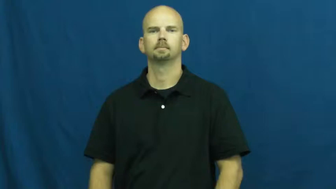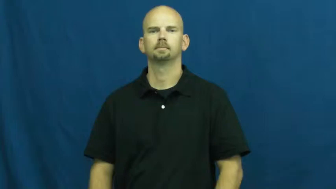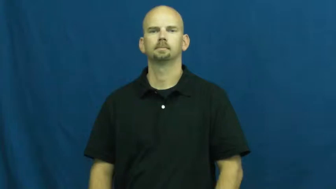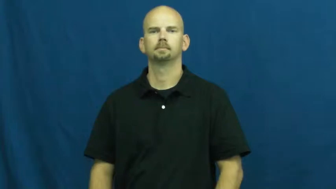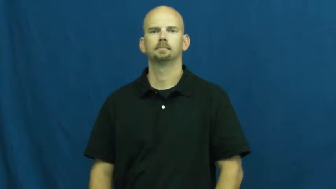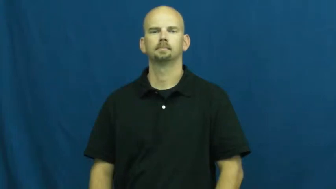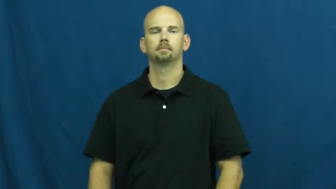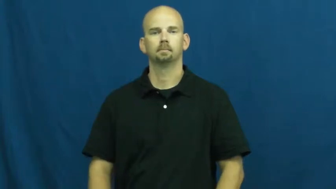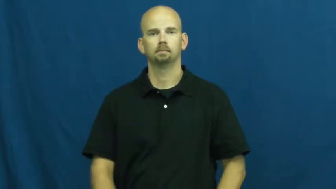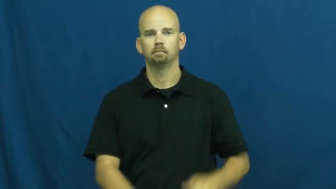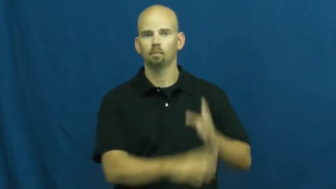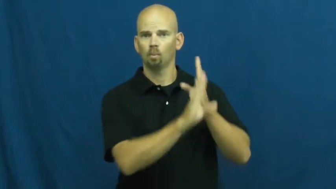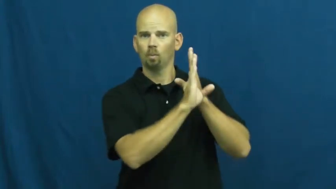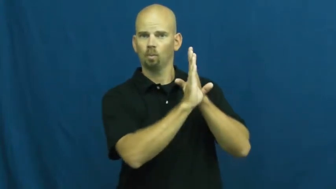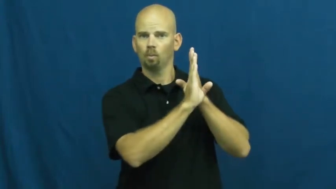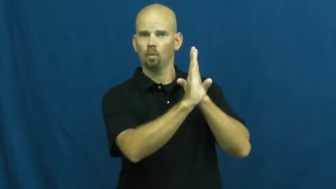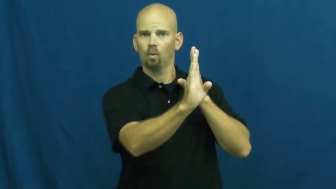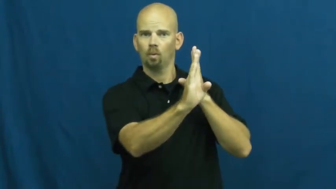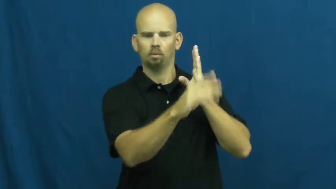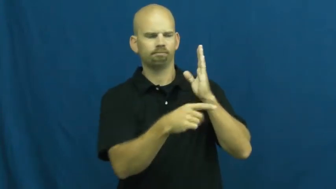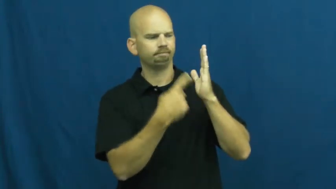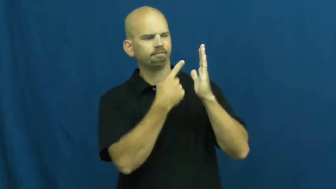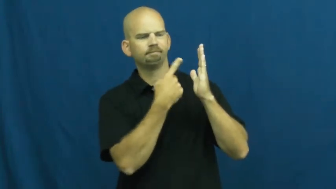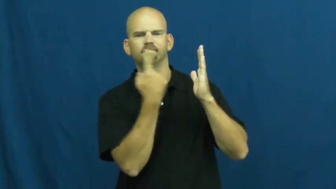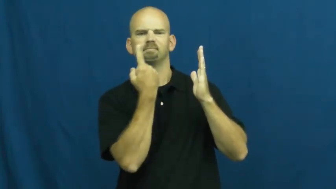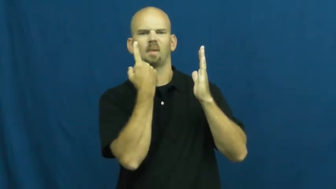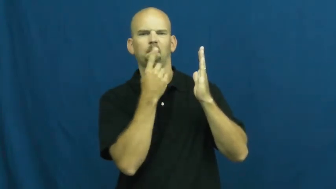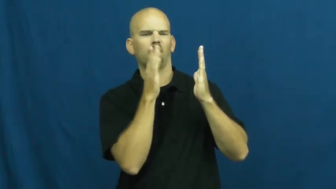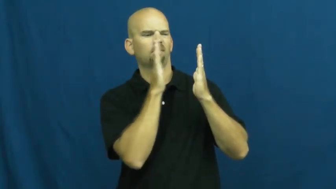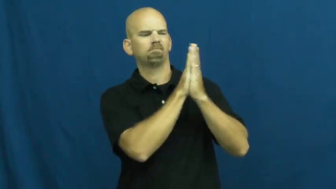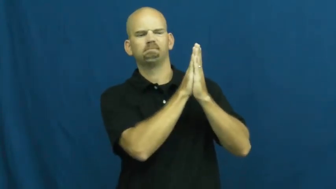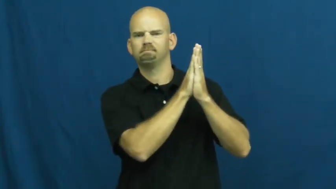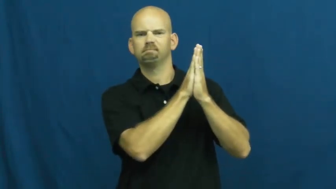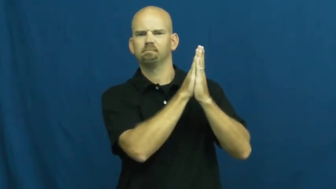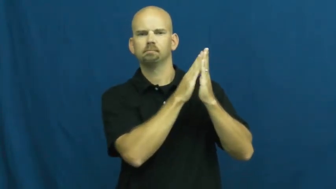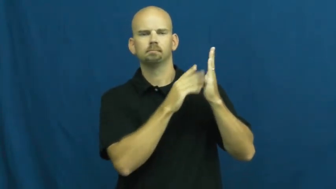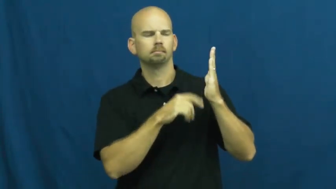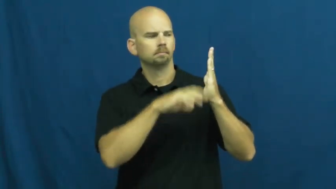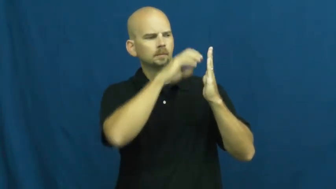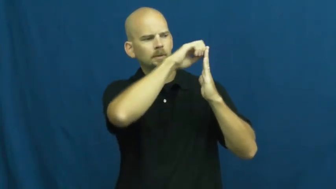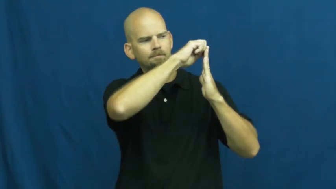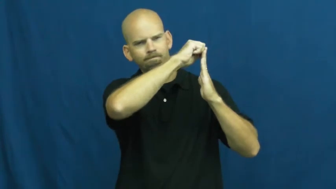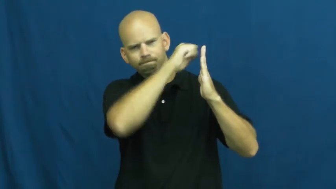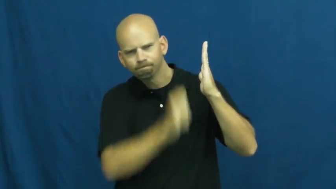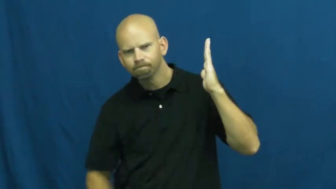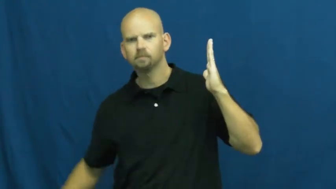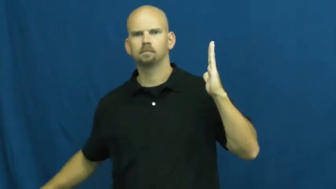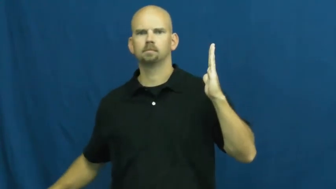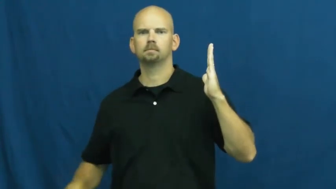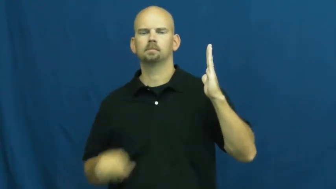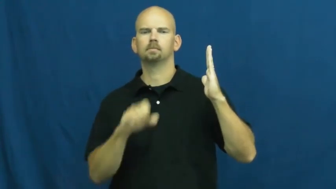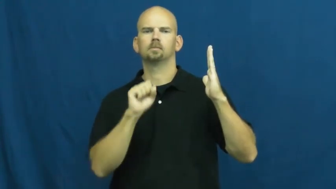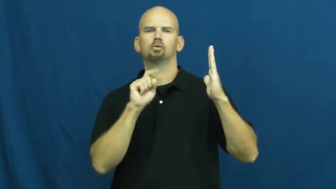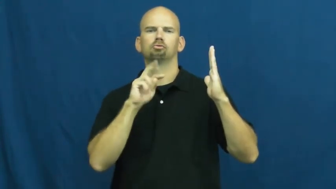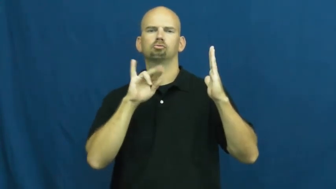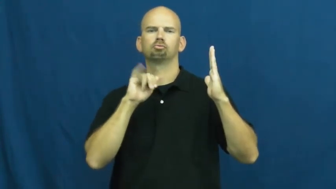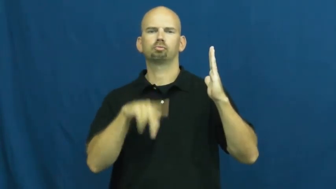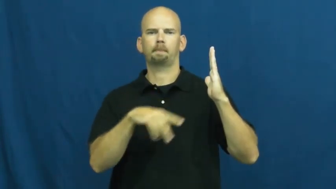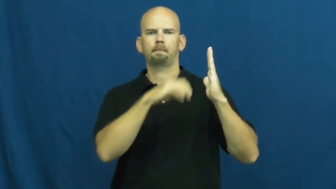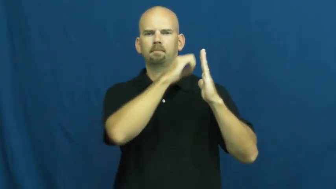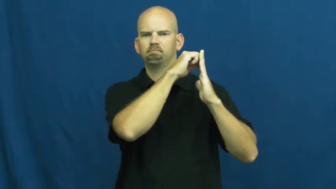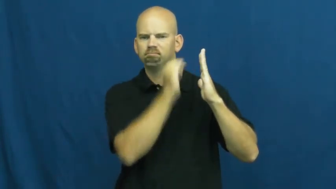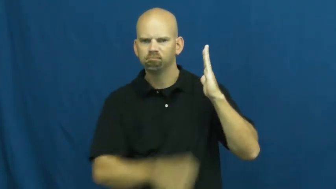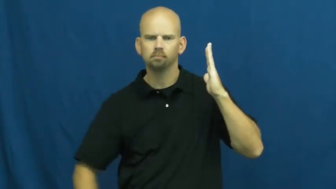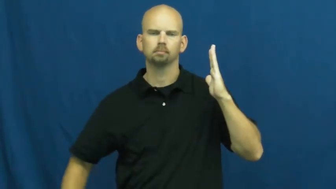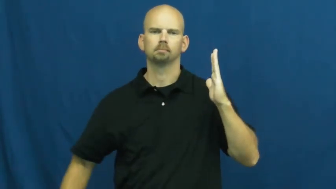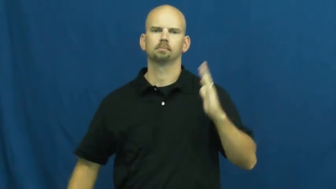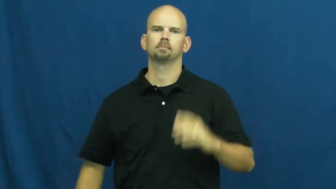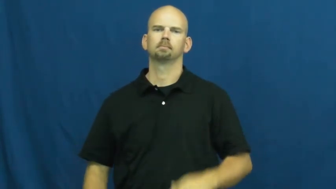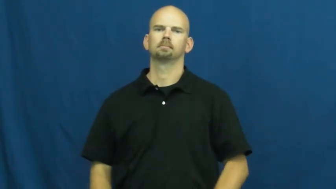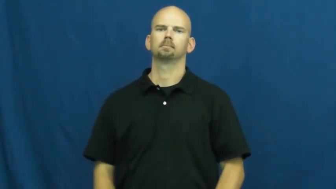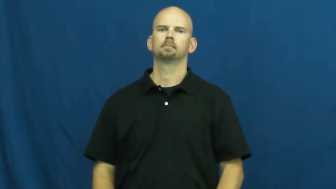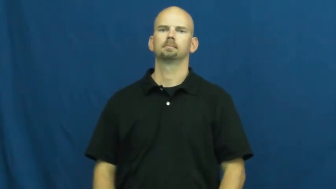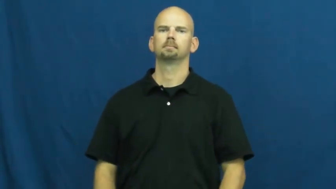strip off